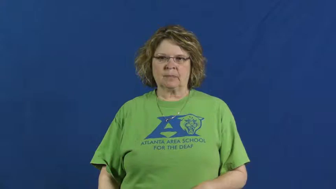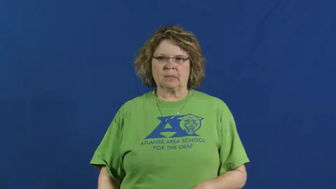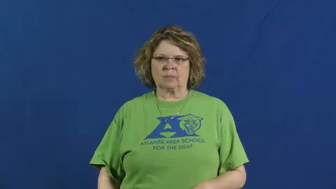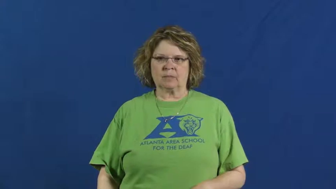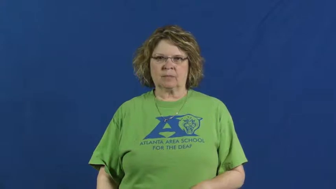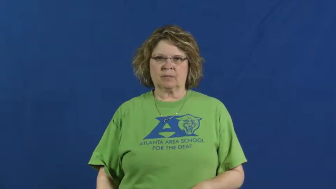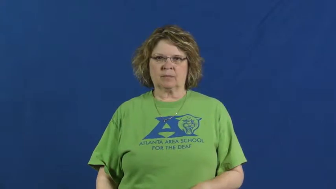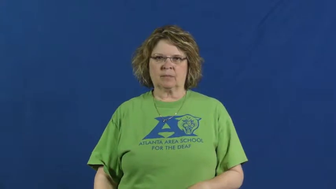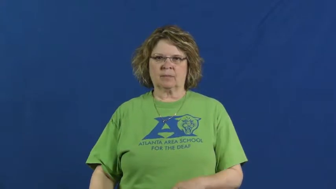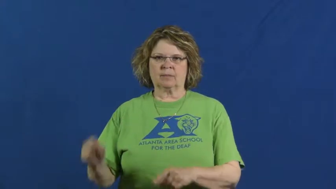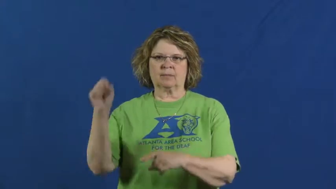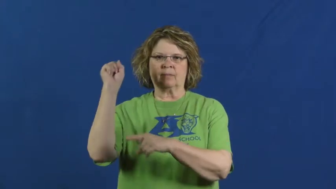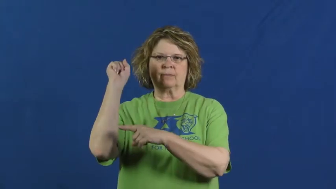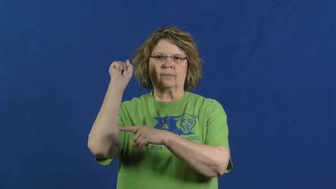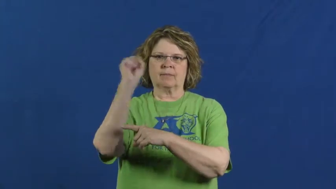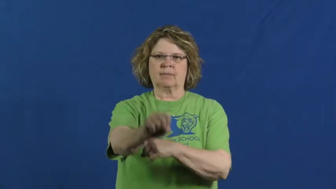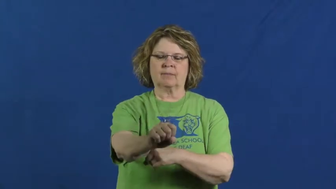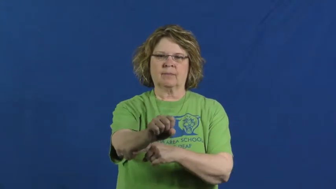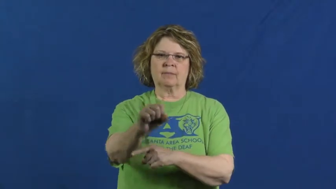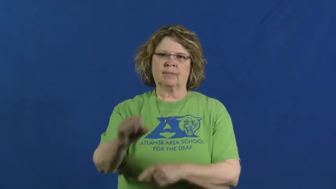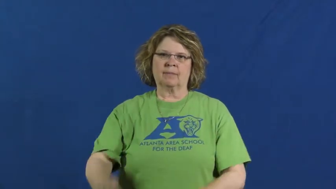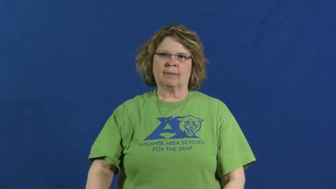defeat,vanquish,conquer,outclass,outface,outduel,overmaster,better